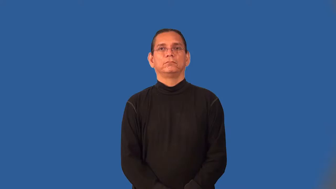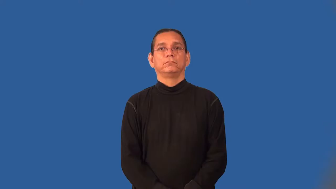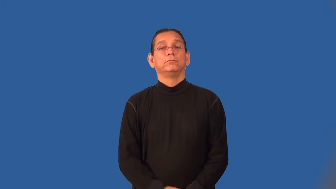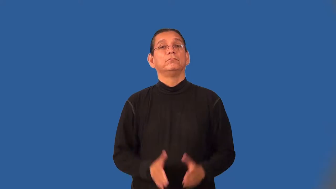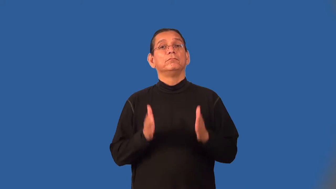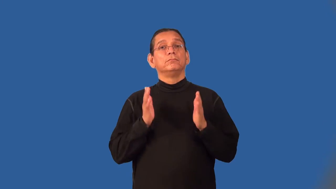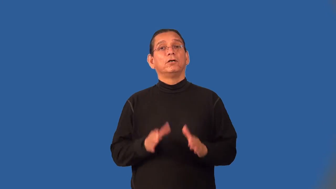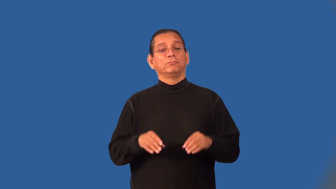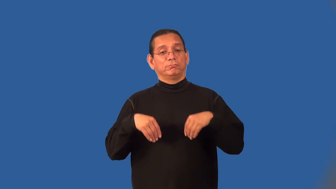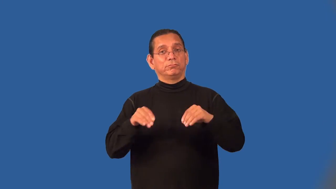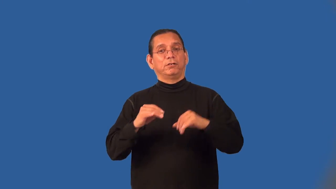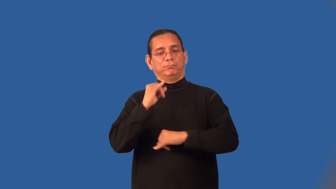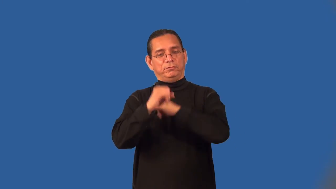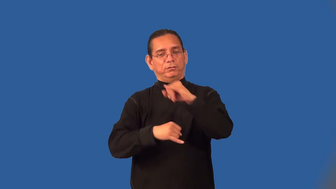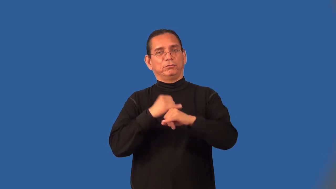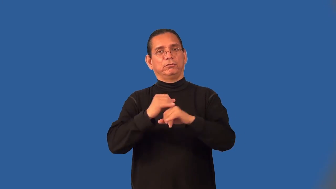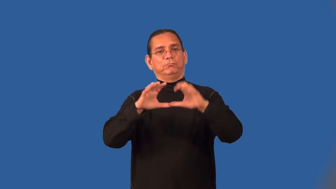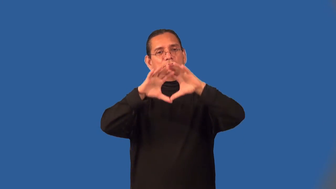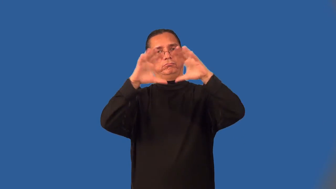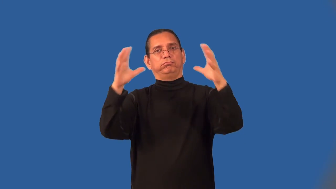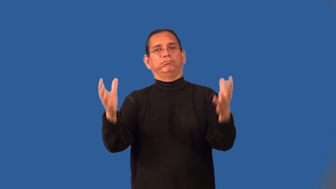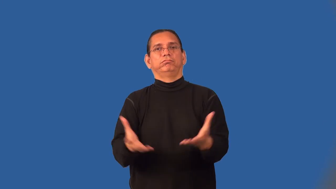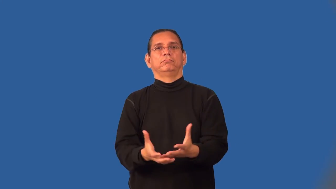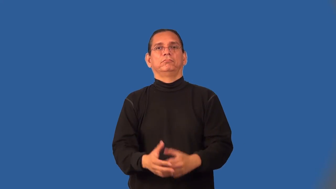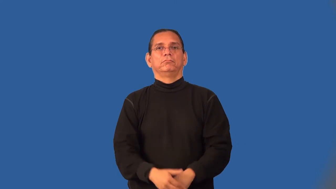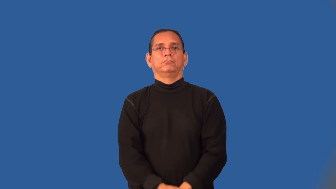exporter